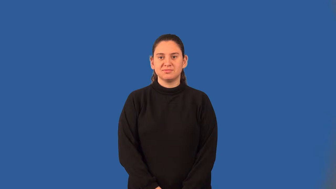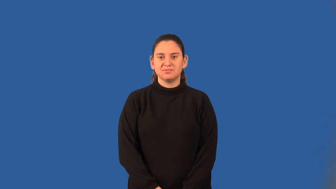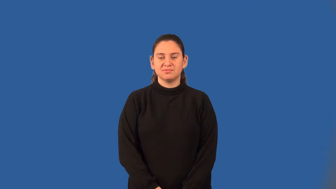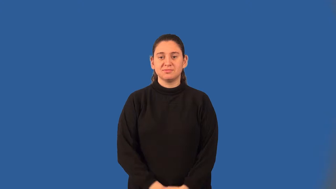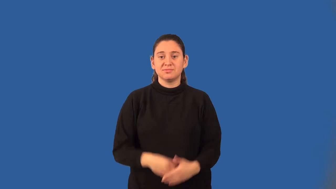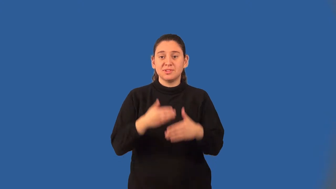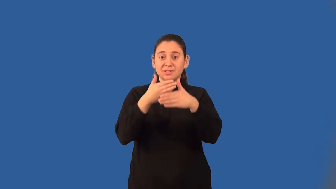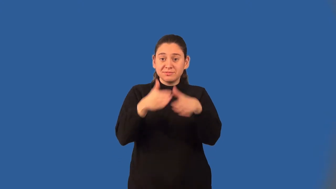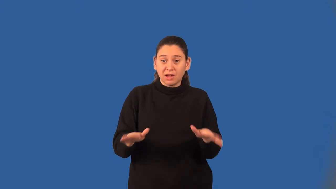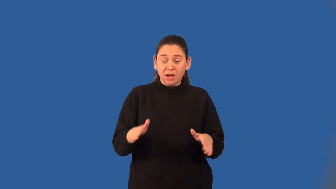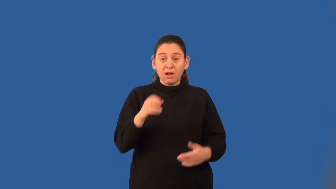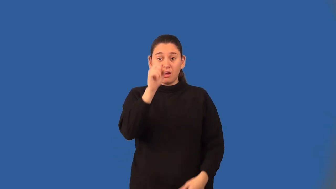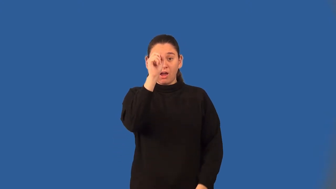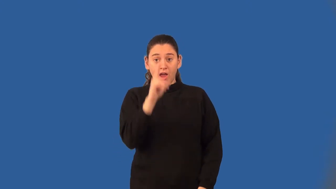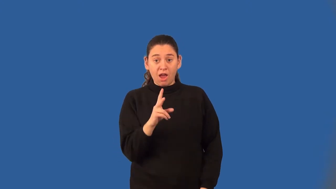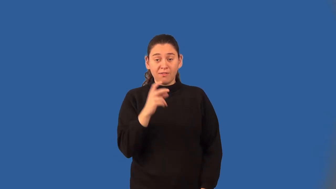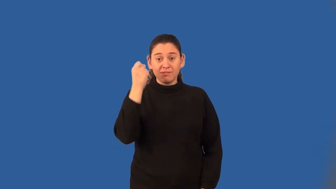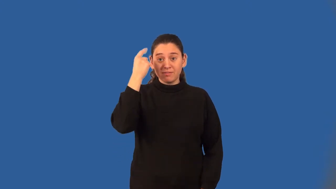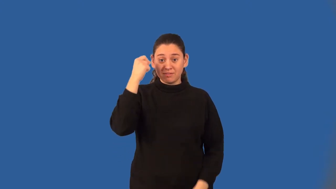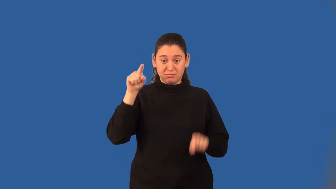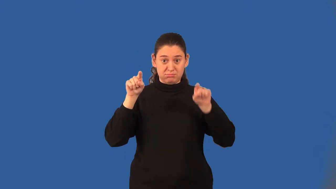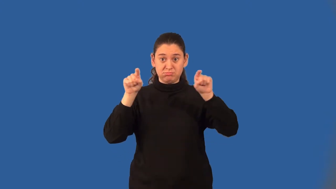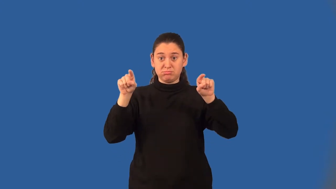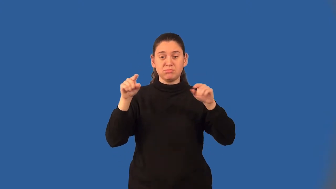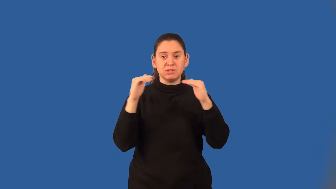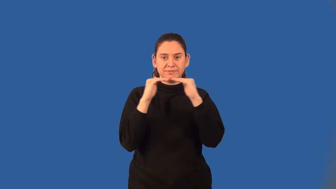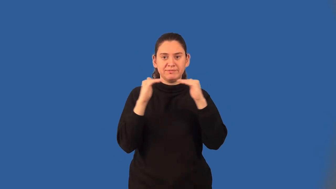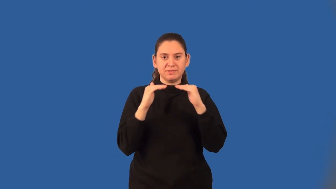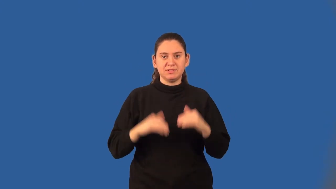bisect